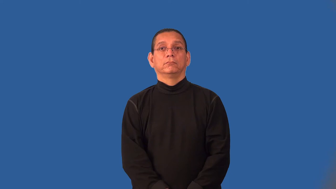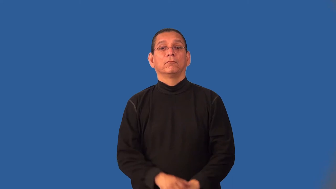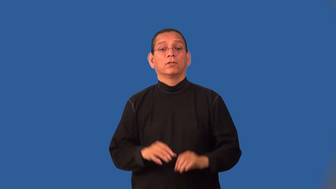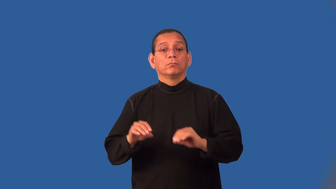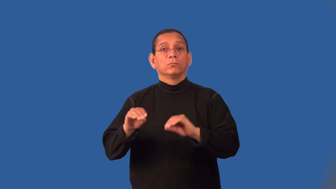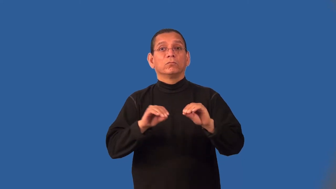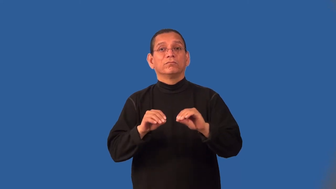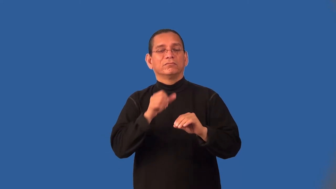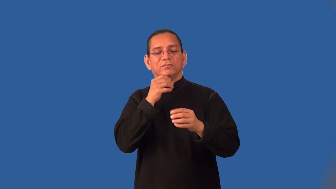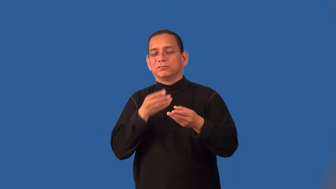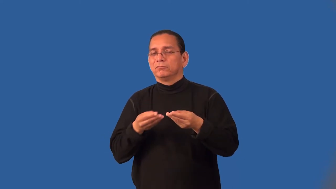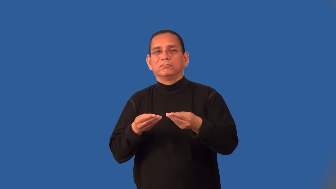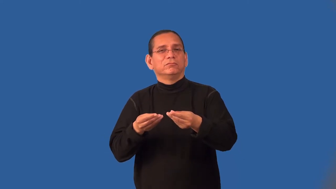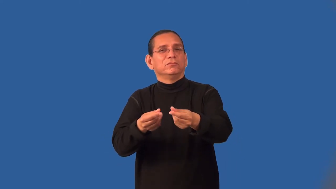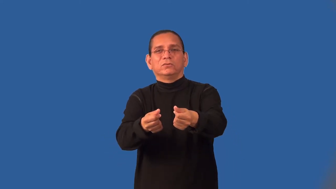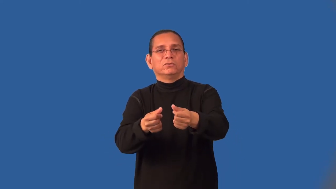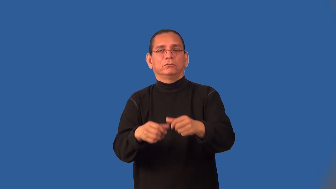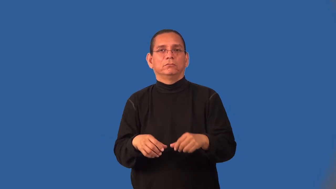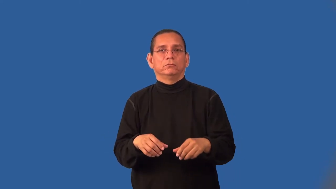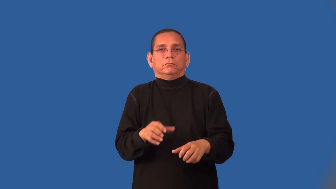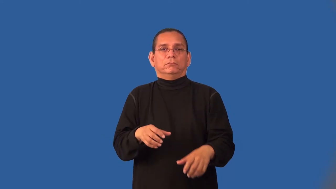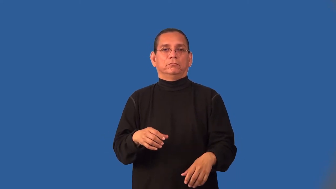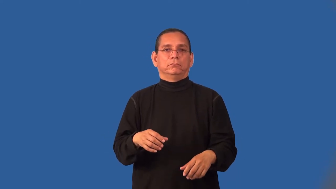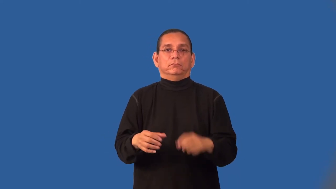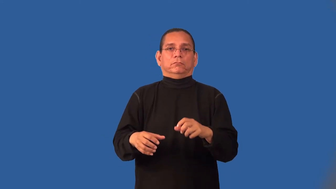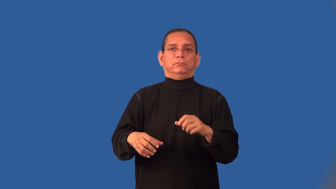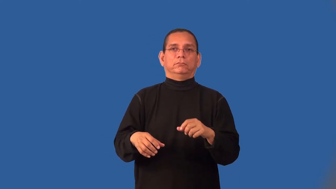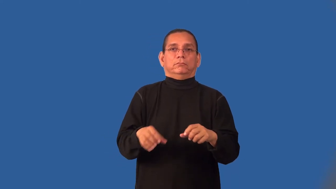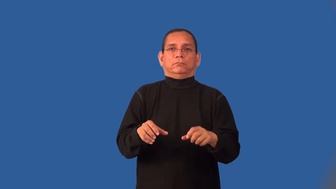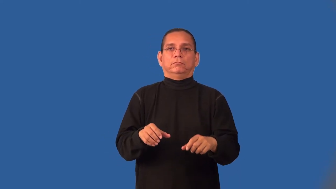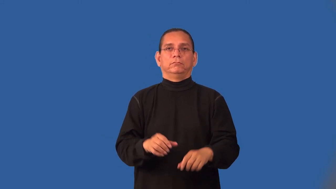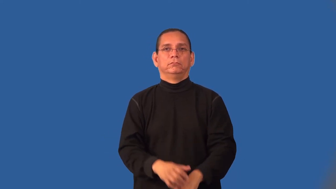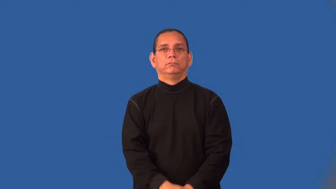jerky-movements